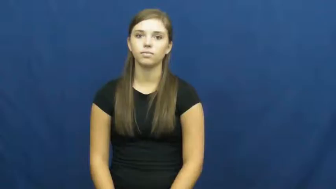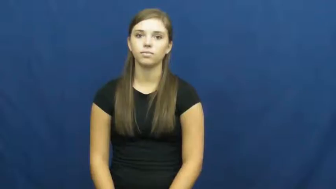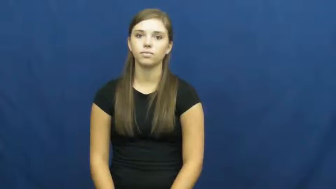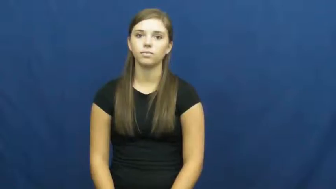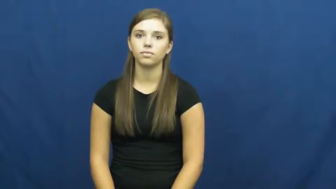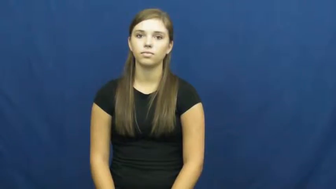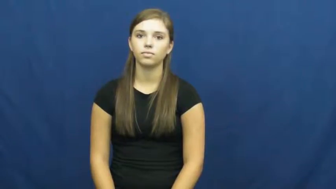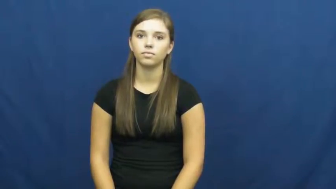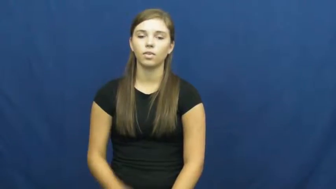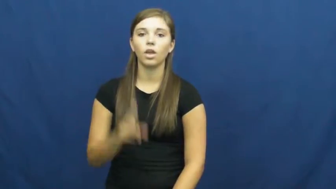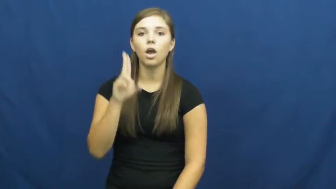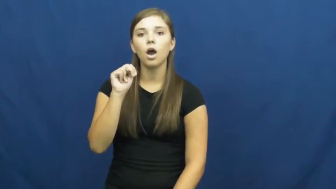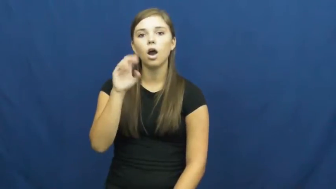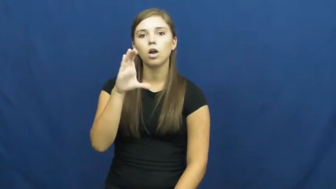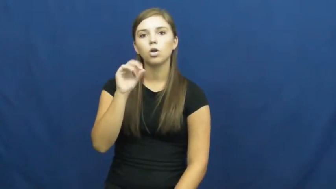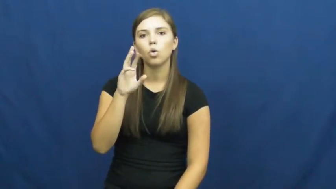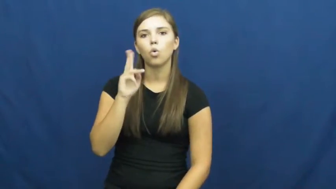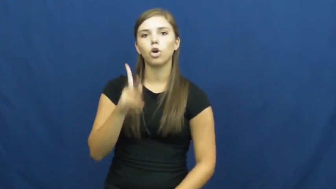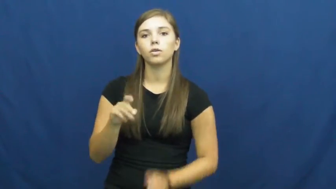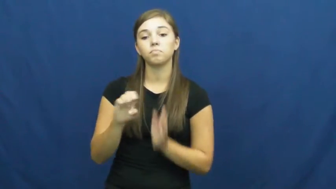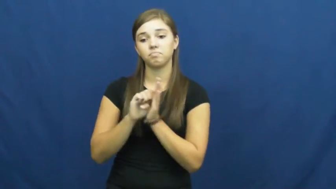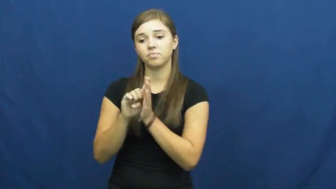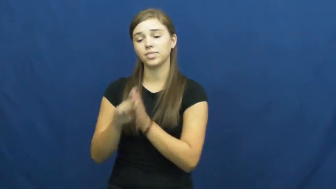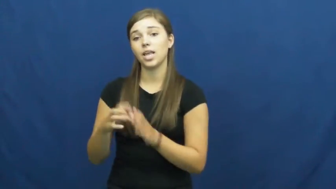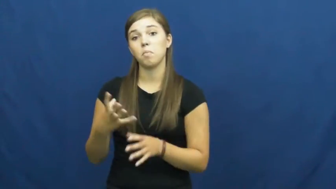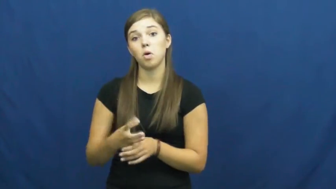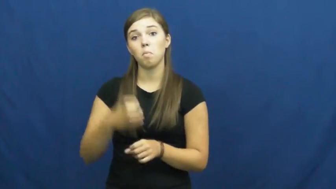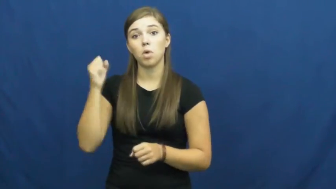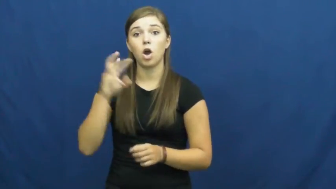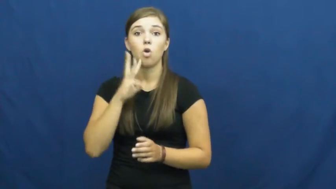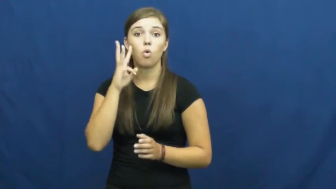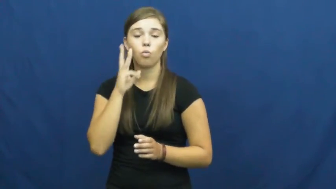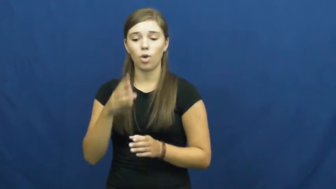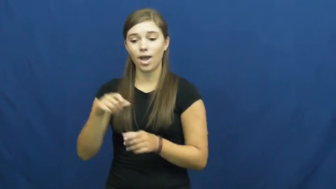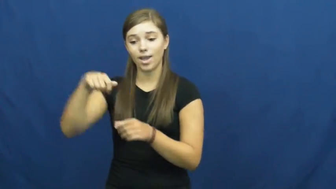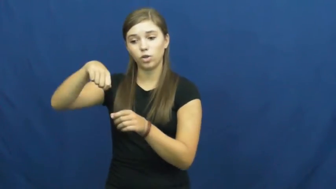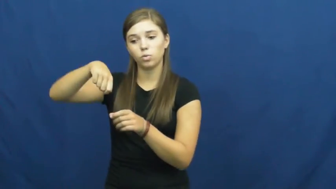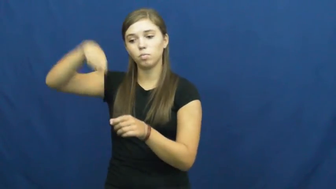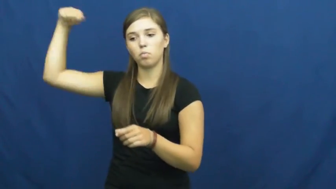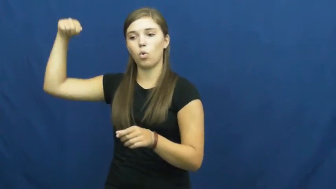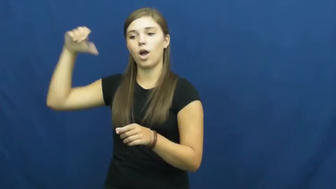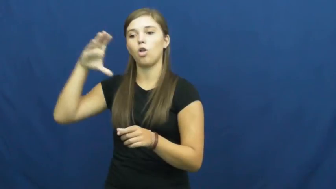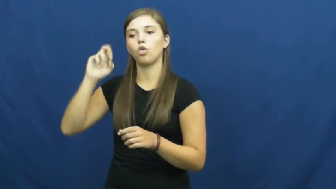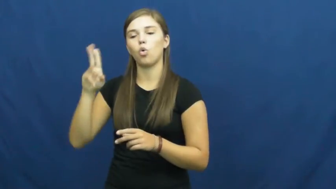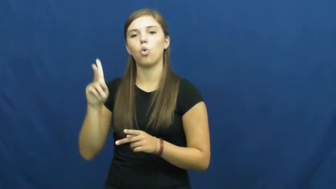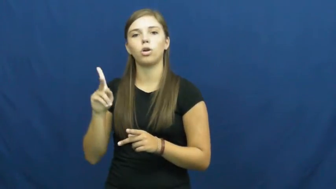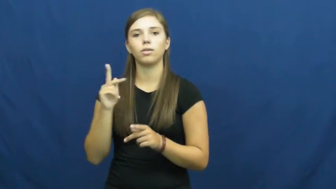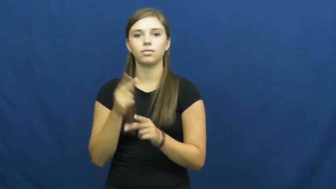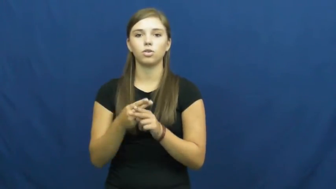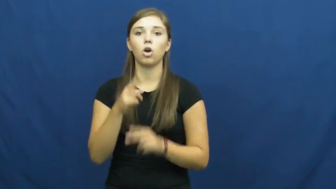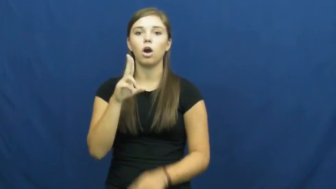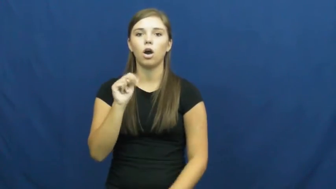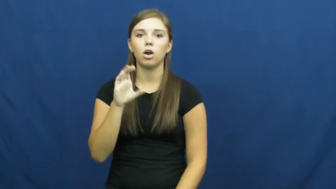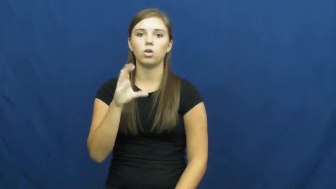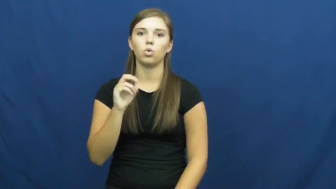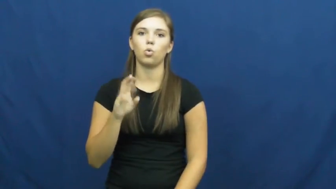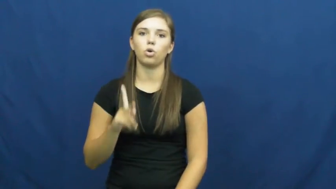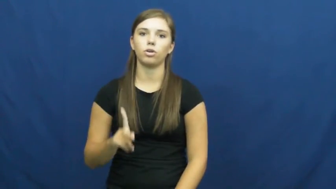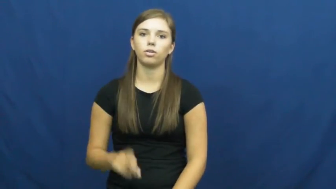uncork